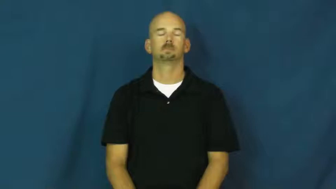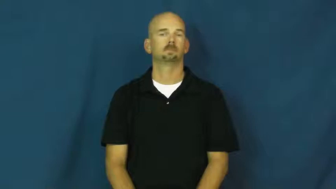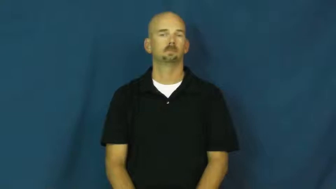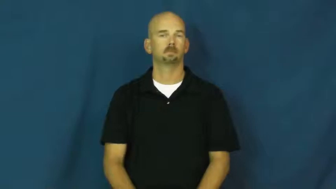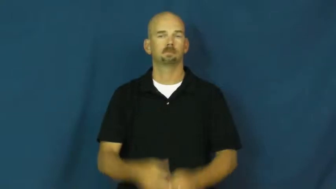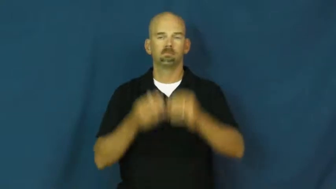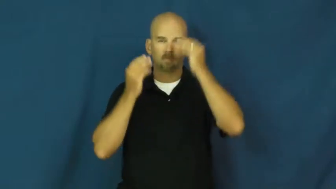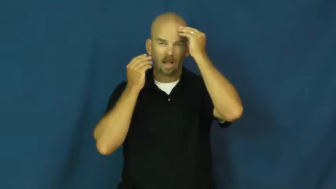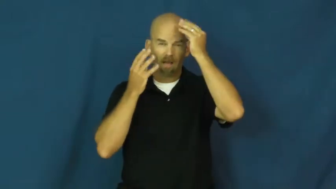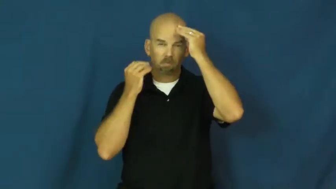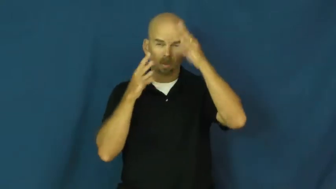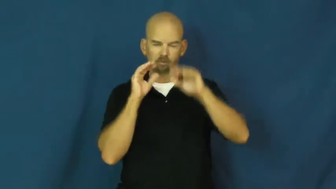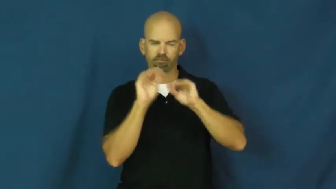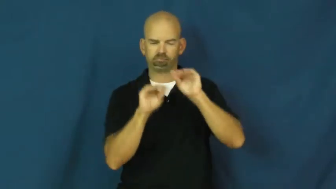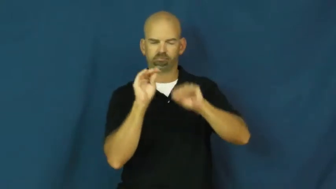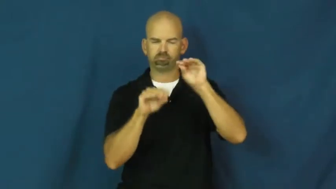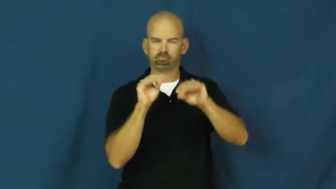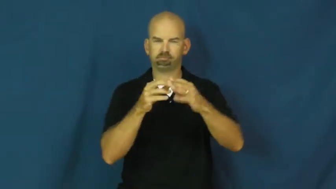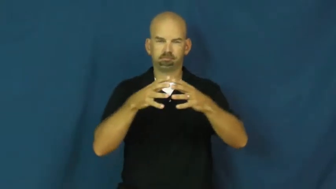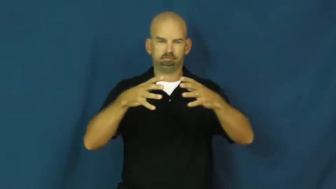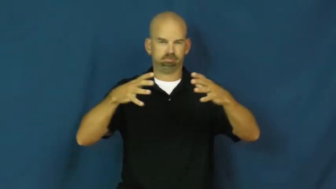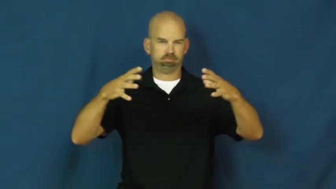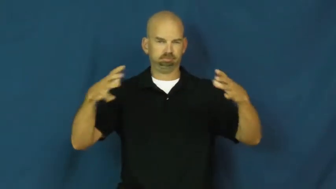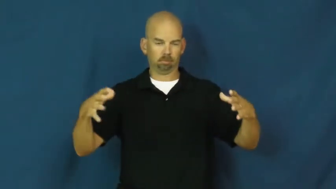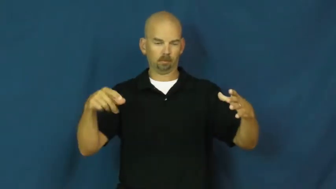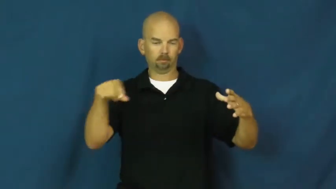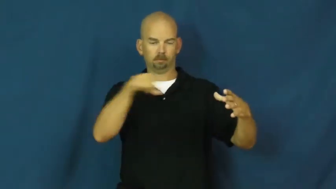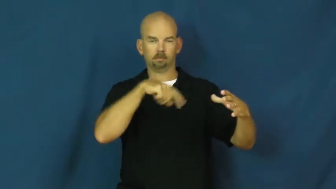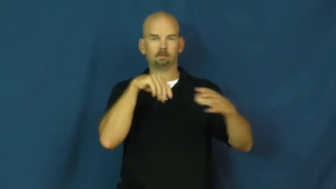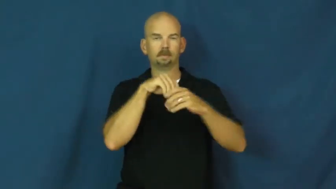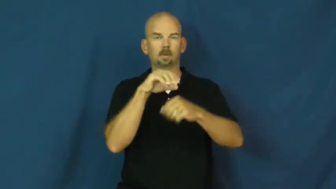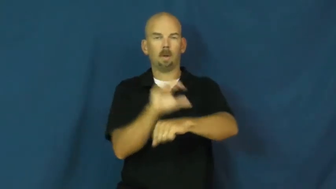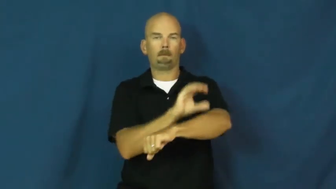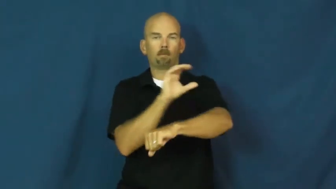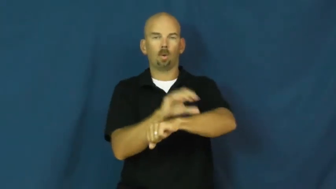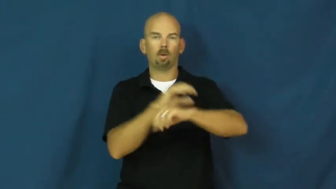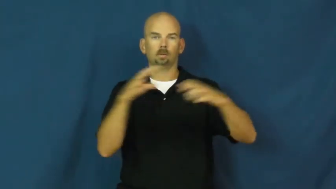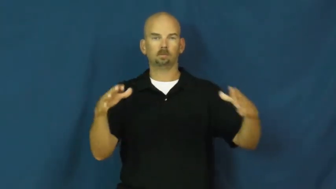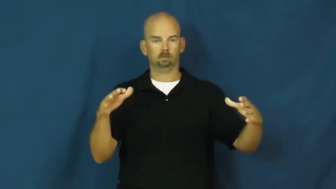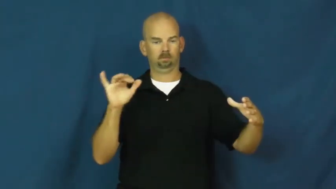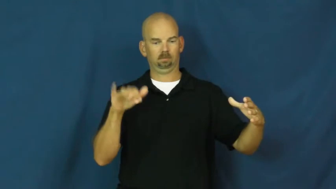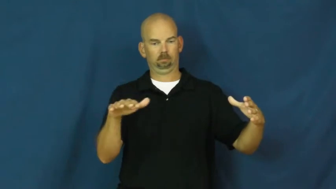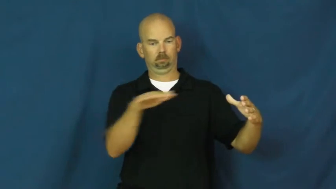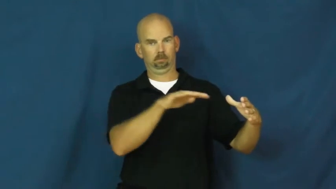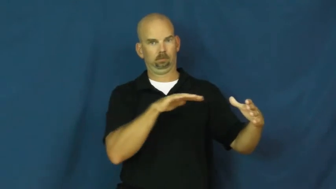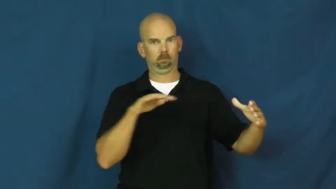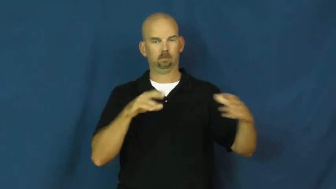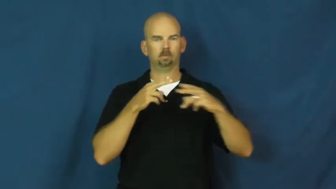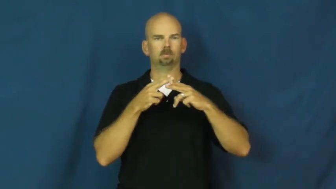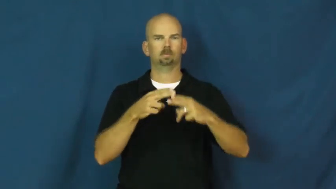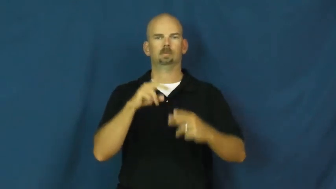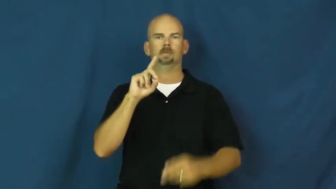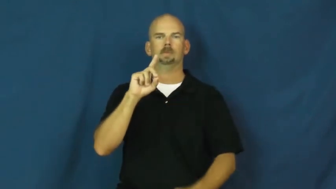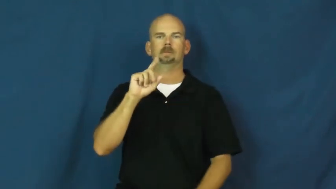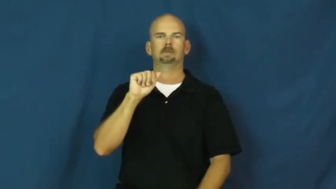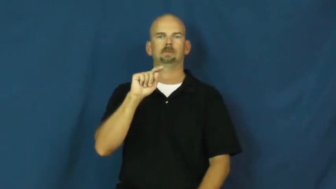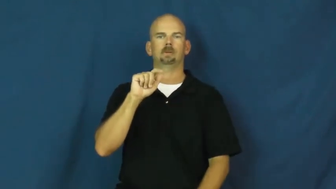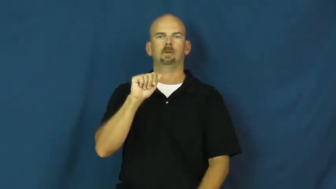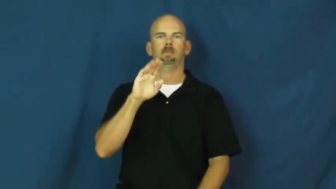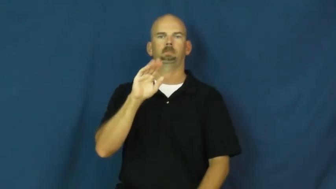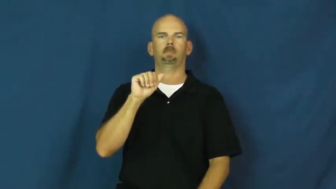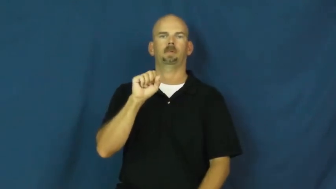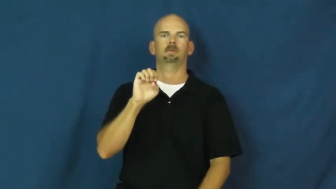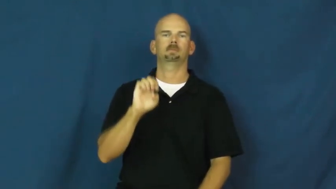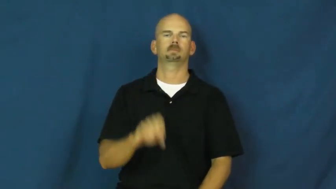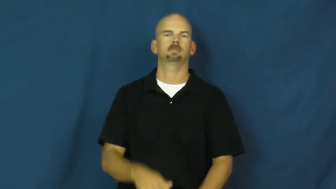database